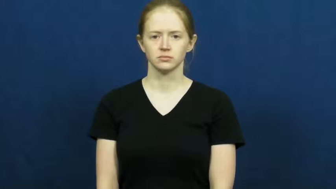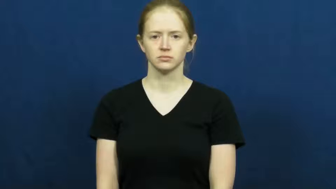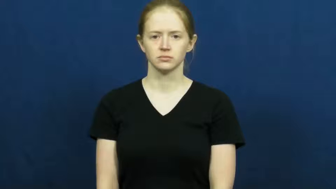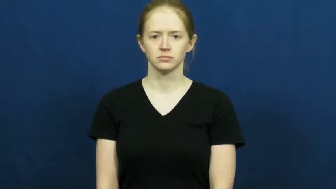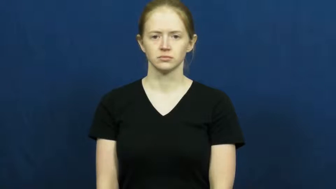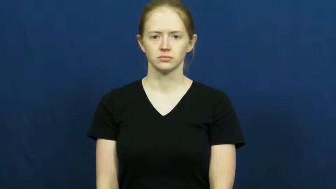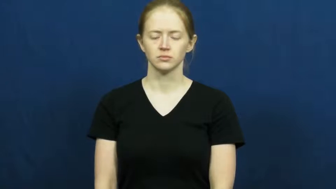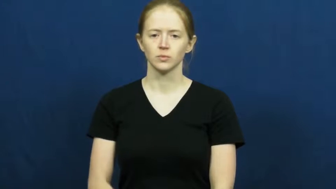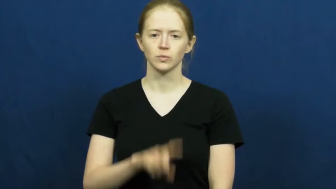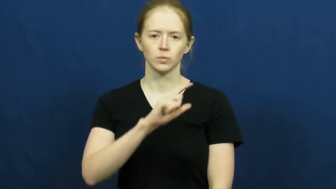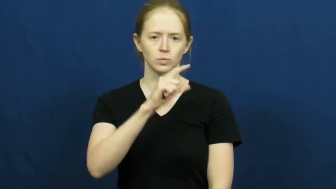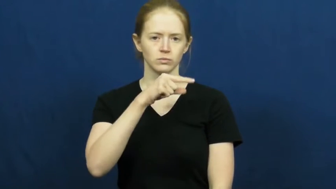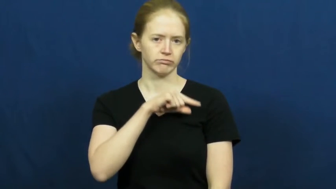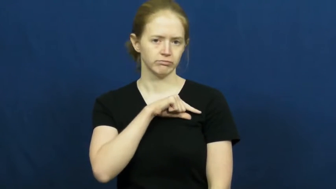qualitative